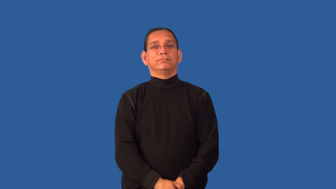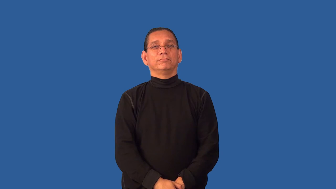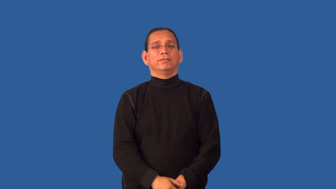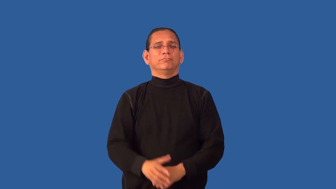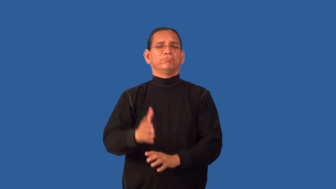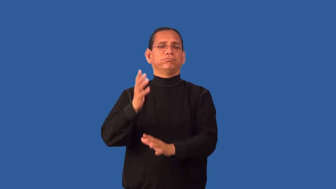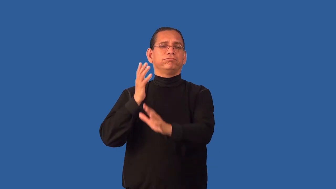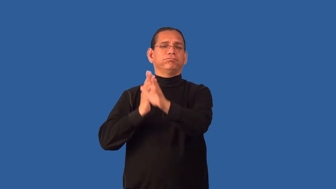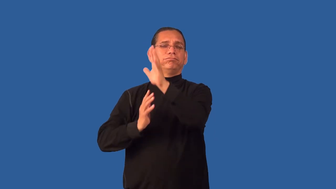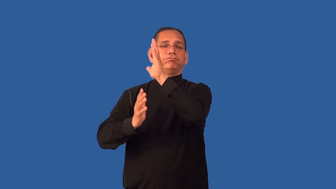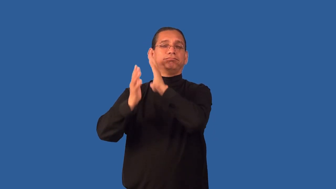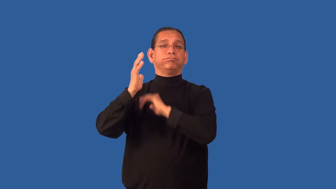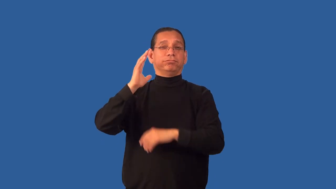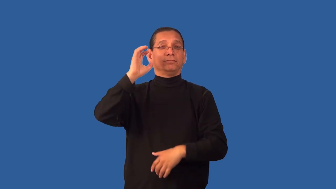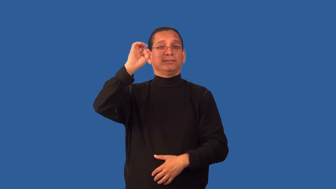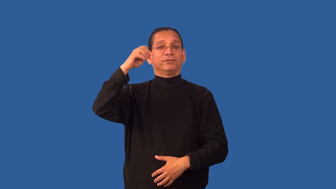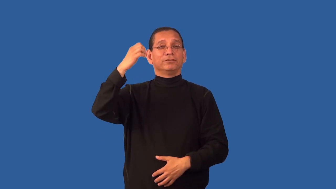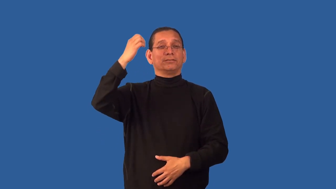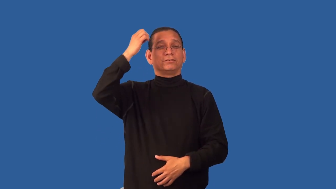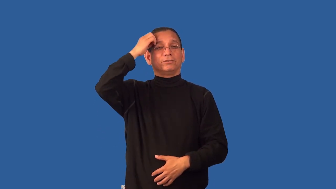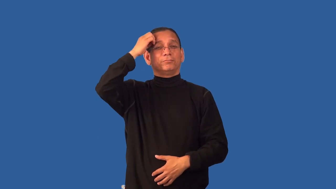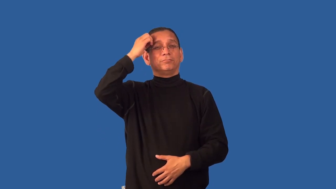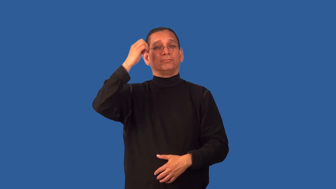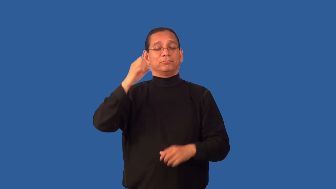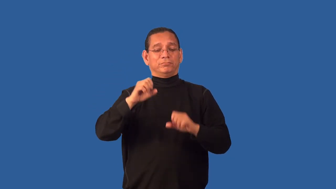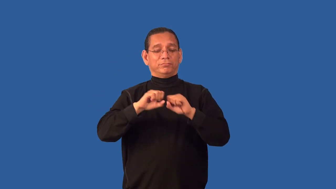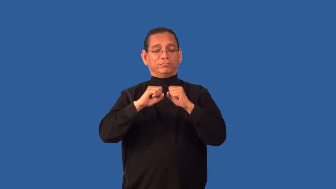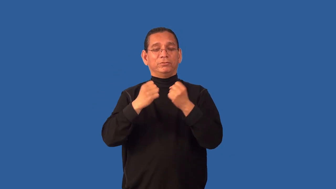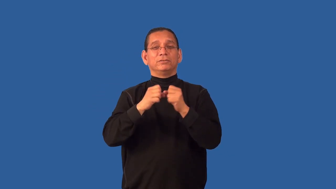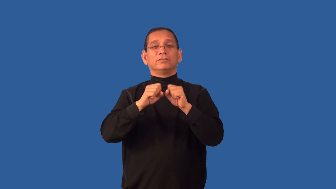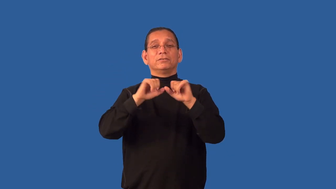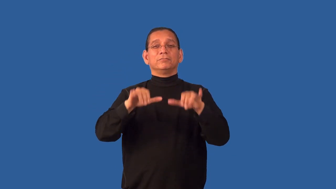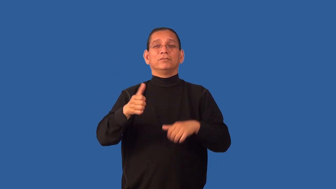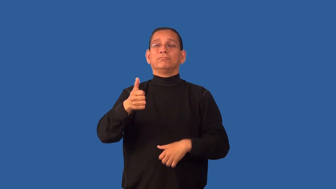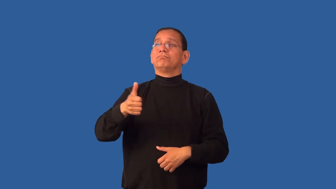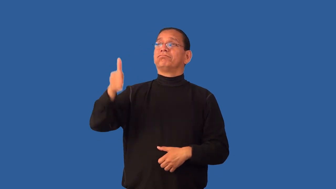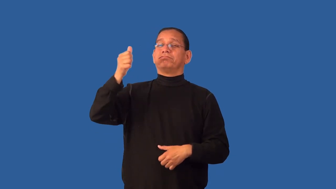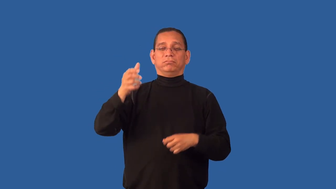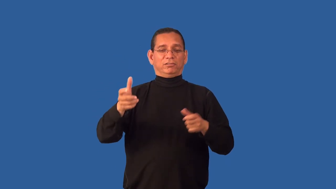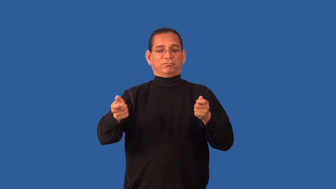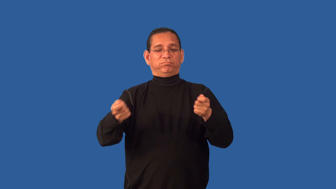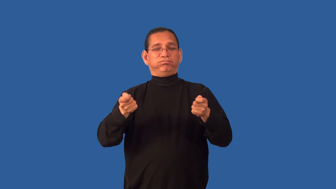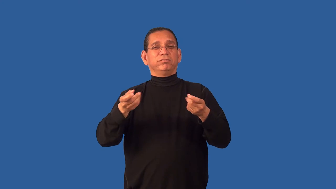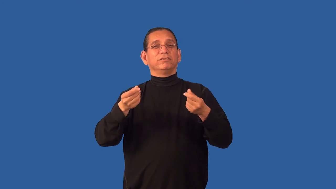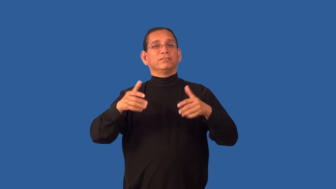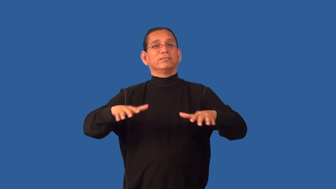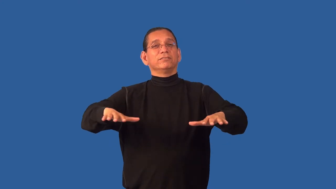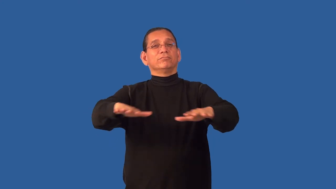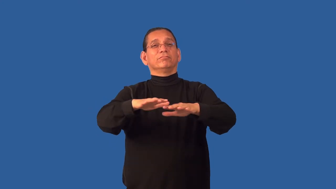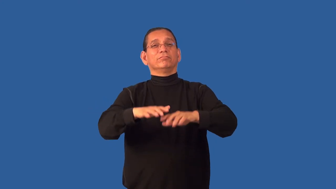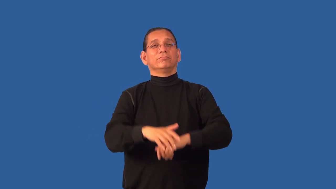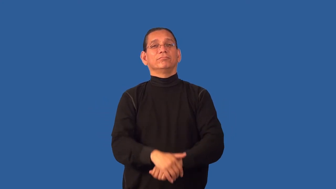feudal